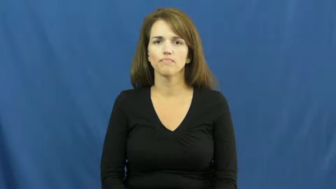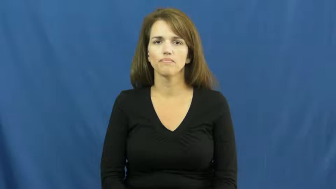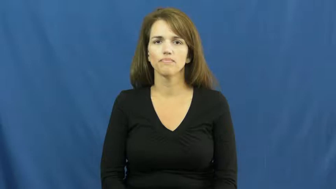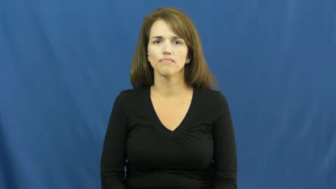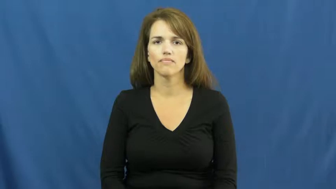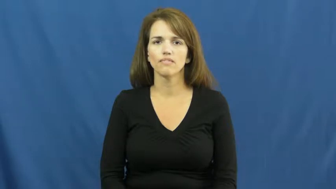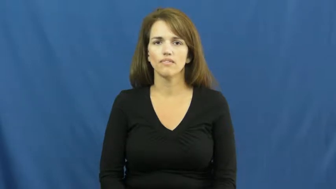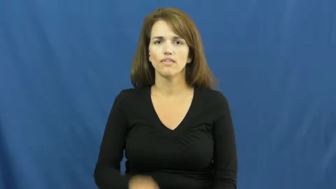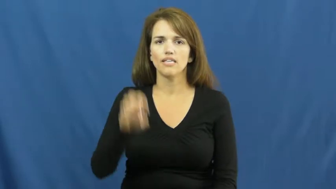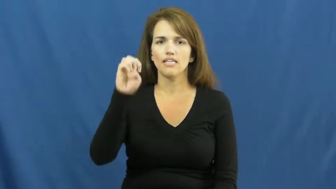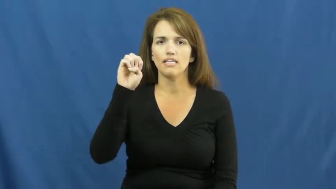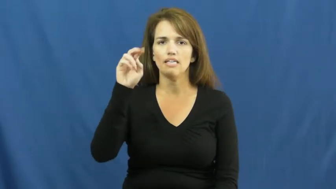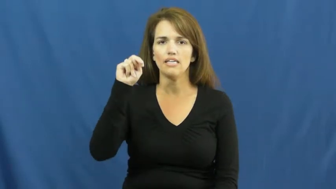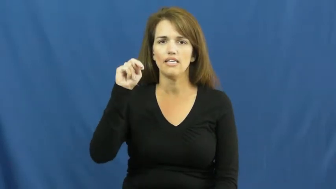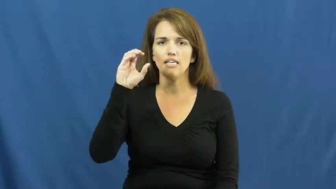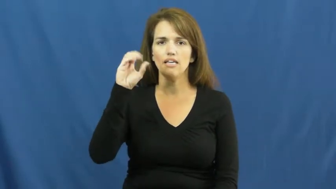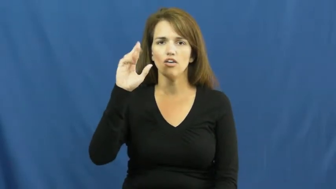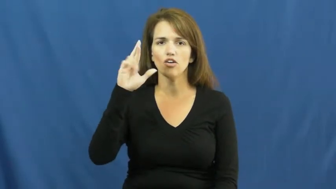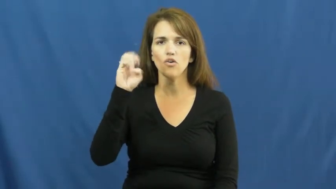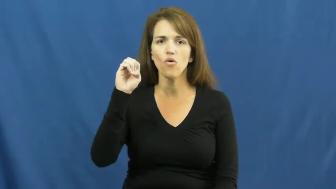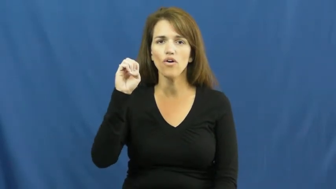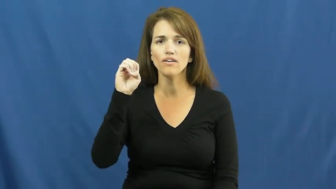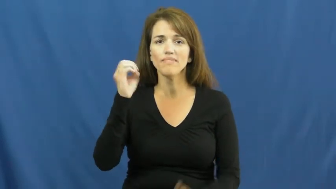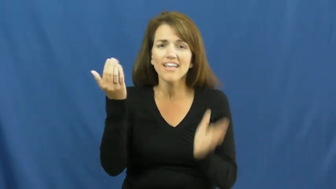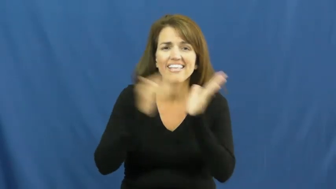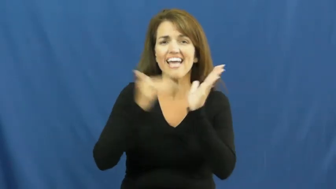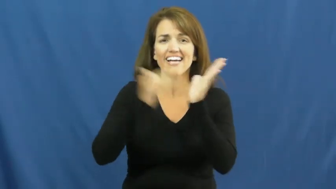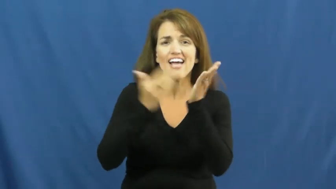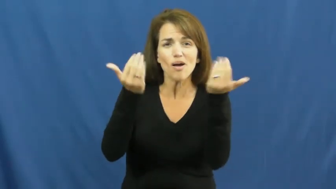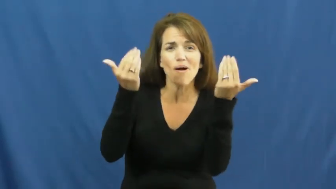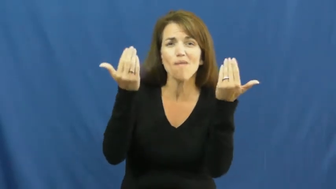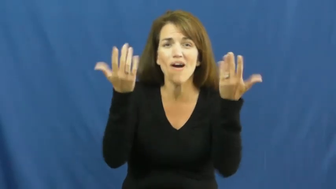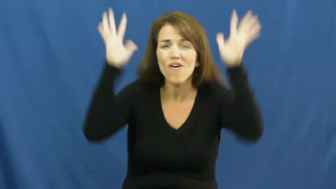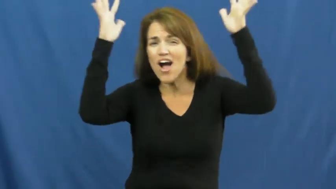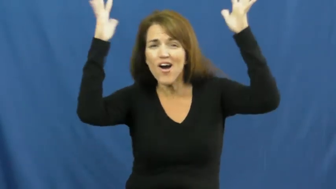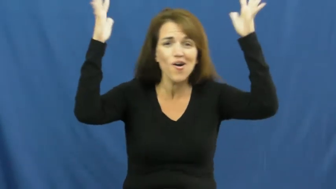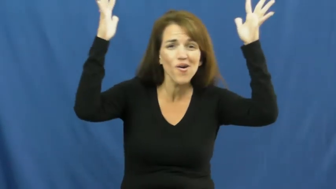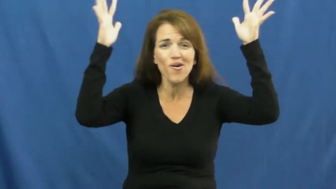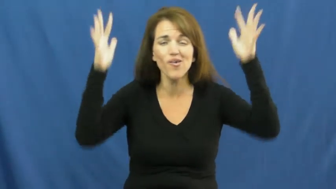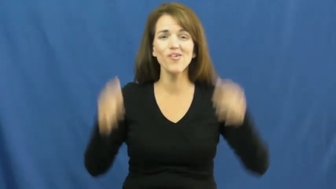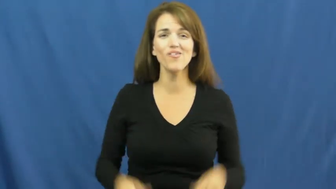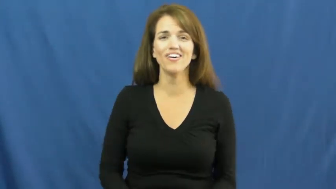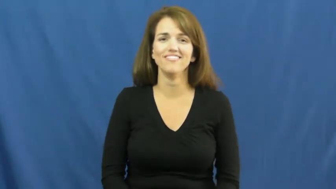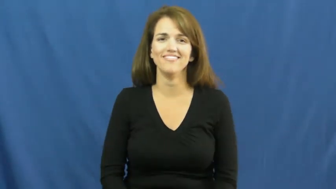encore